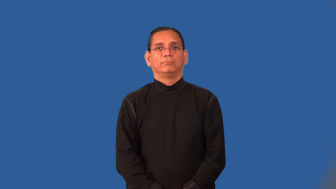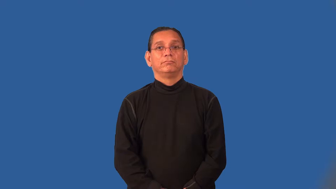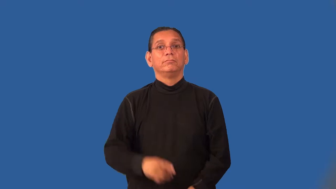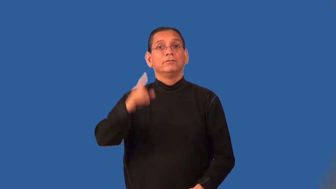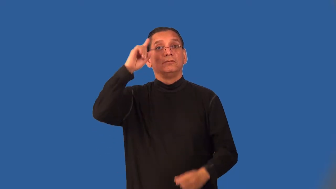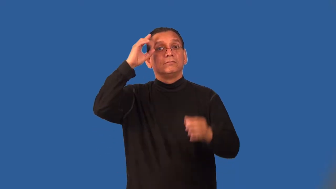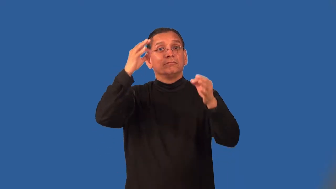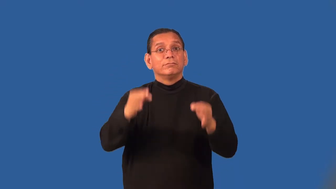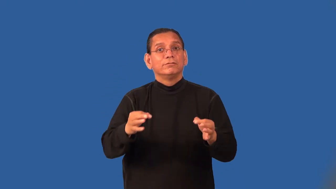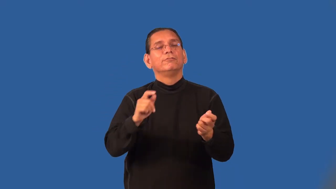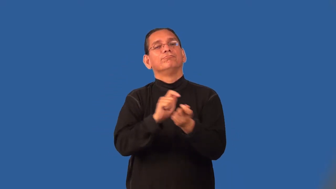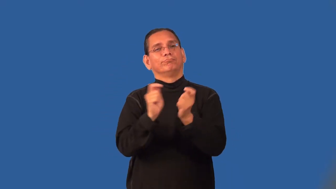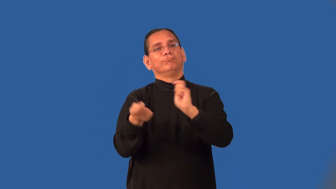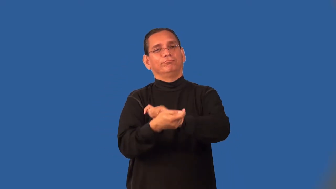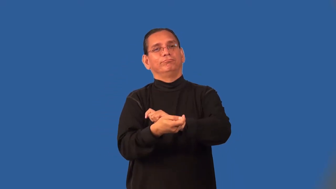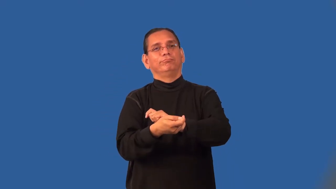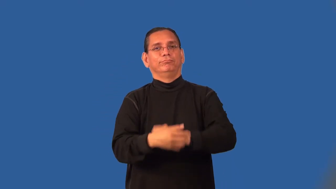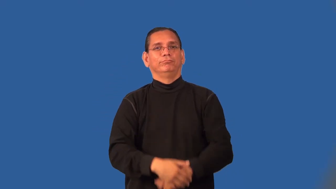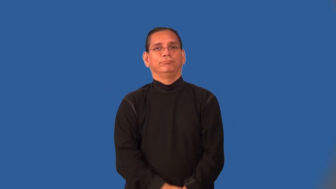overturn-court